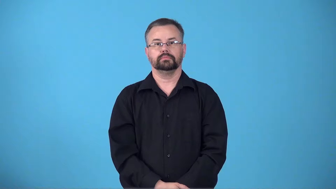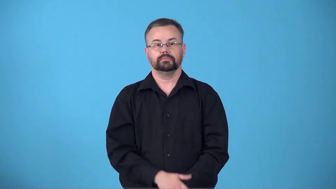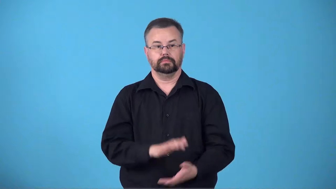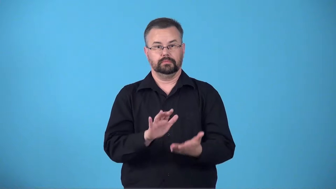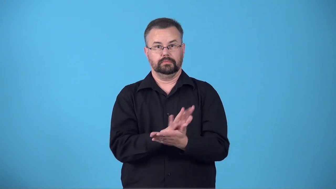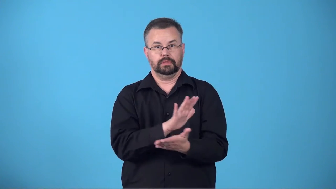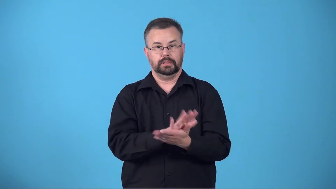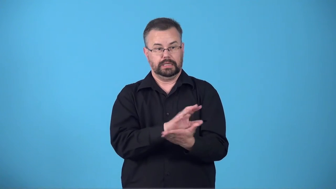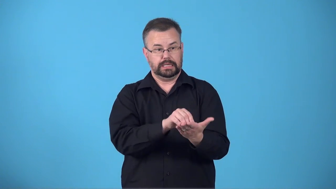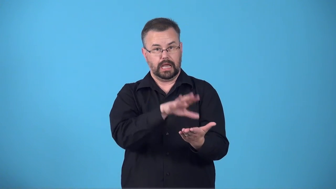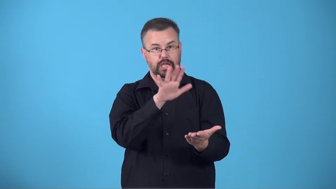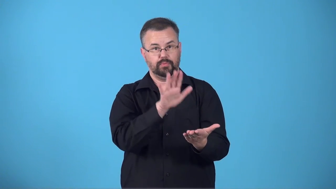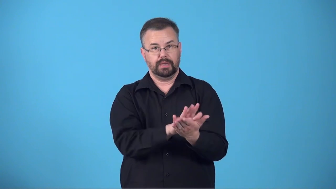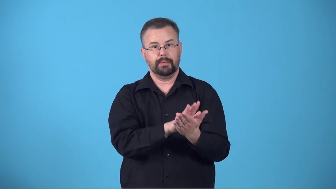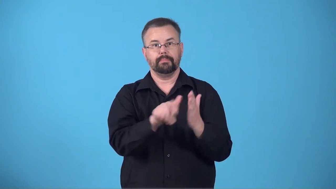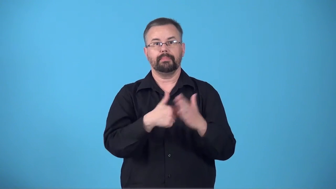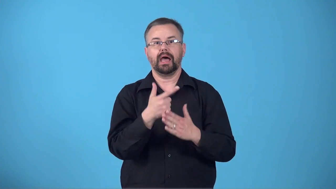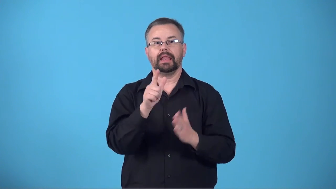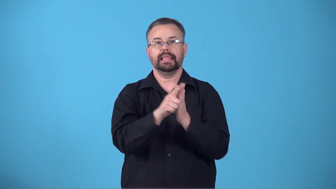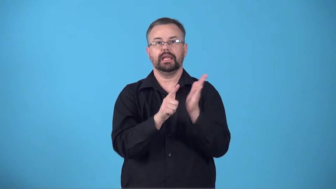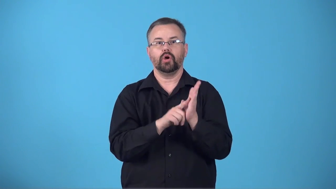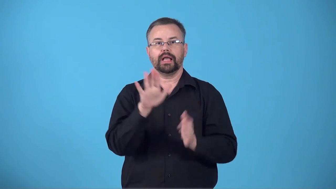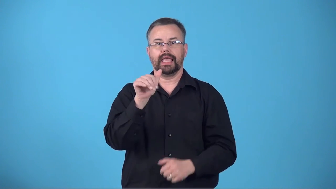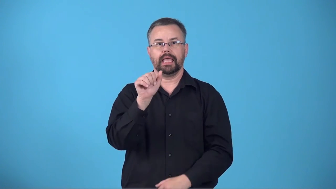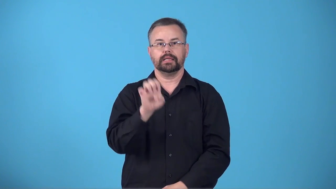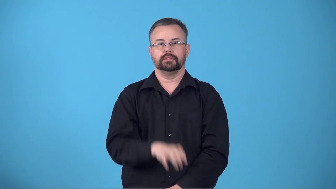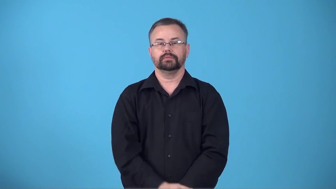brief-document with information